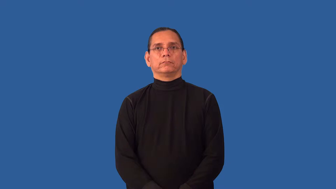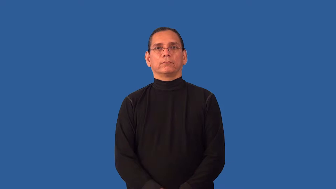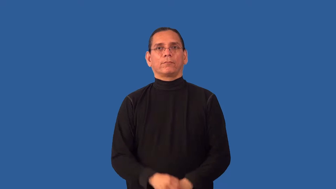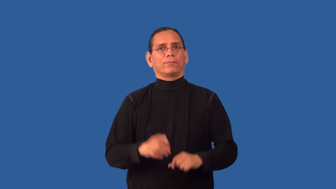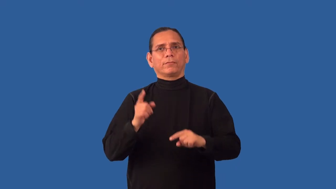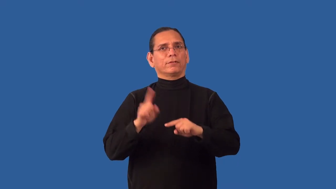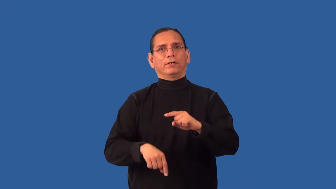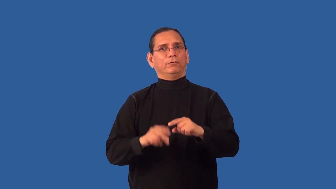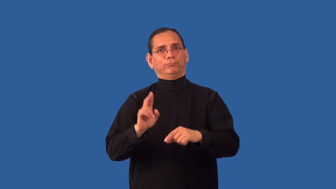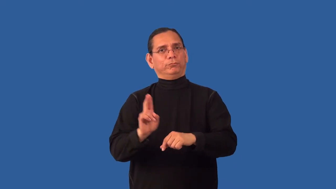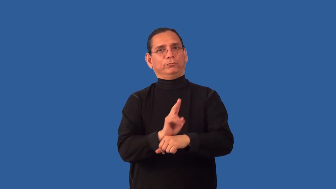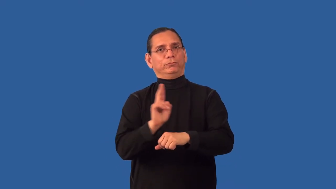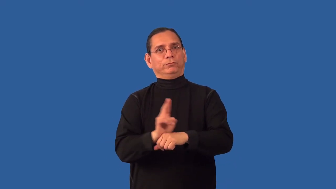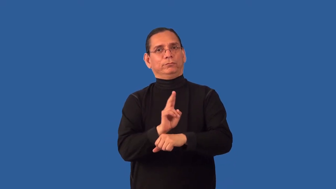inoperable,dead,down-machine